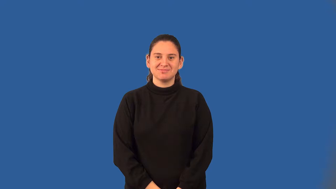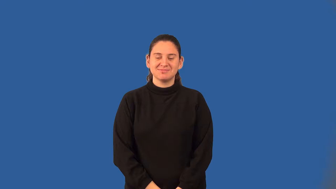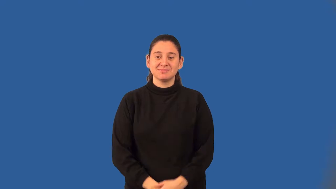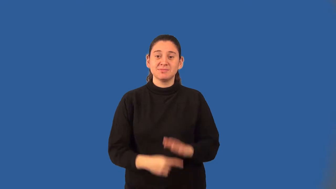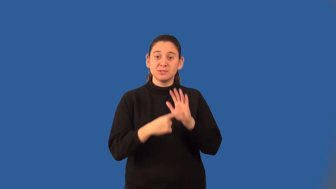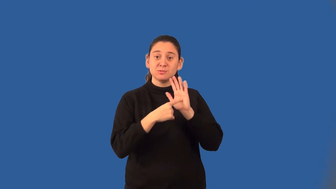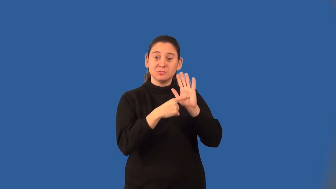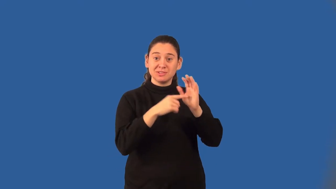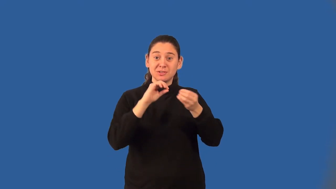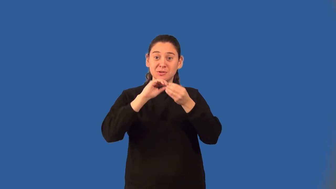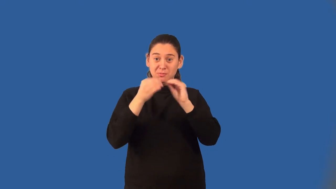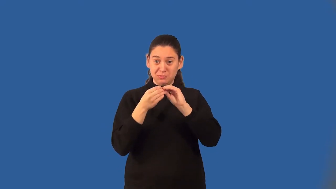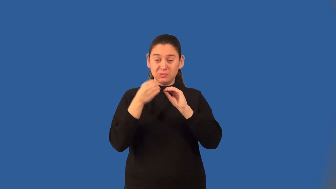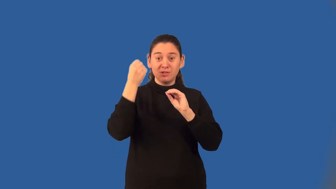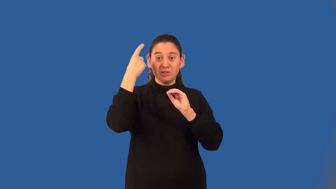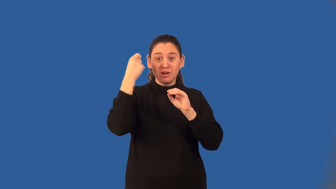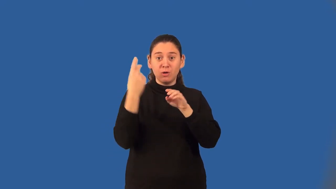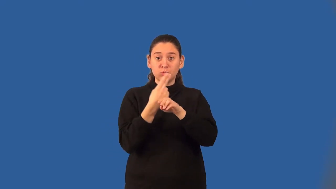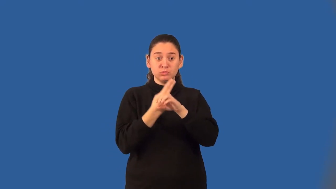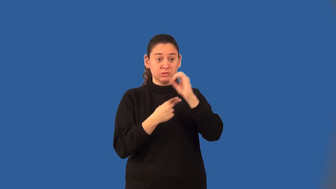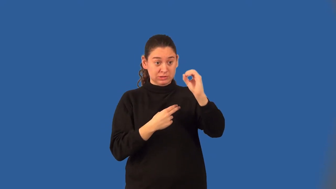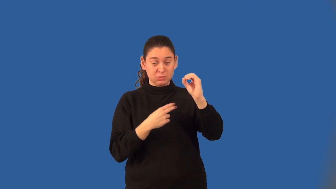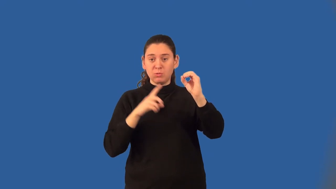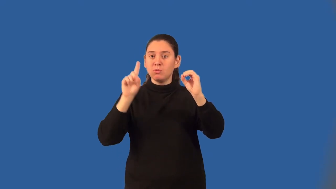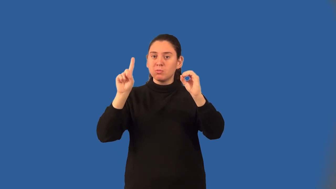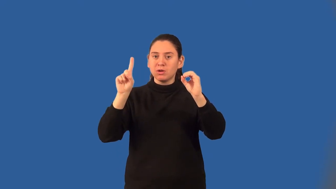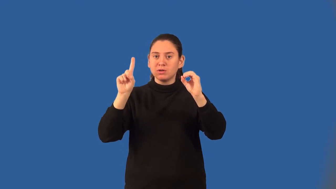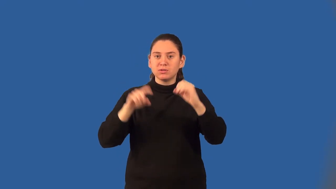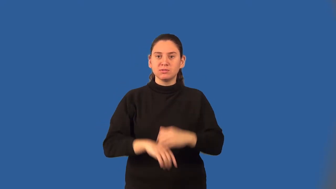binary number system